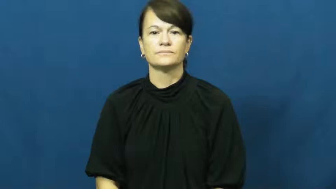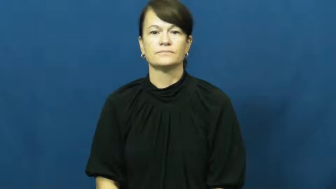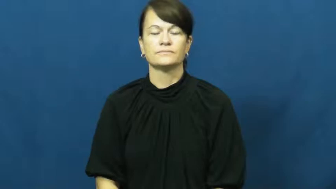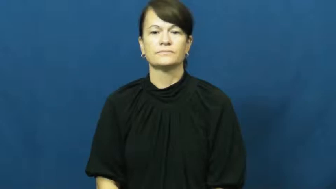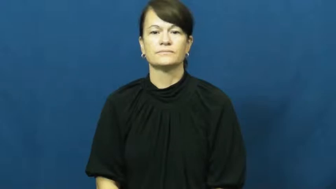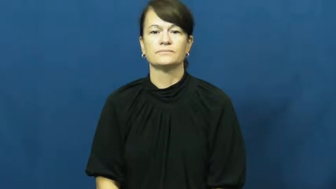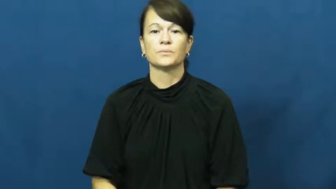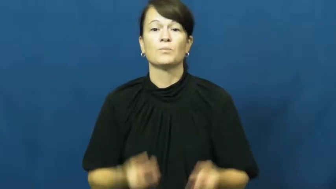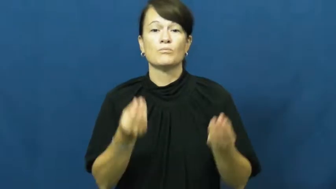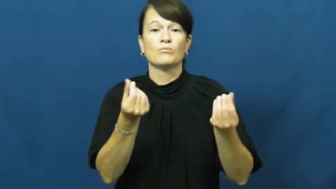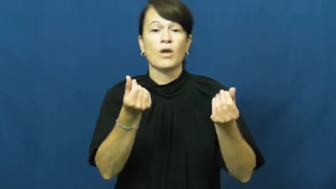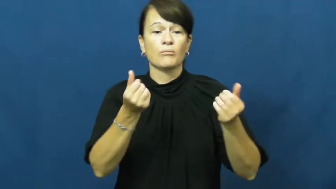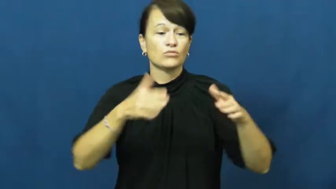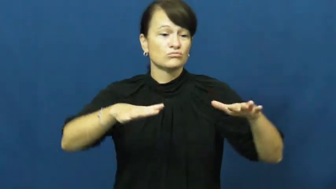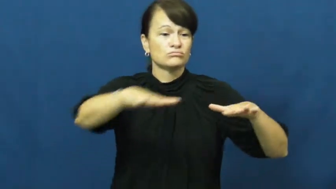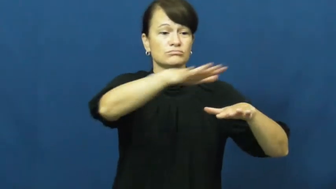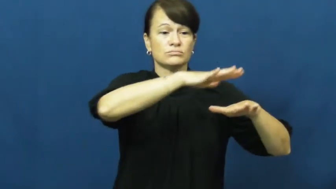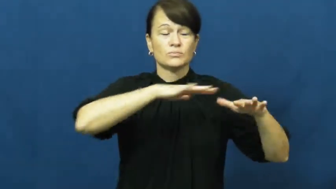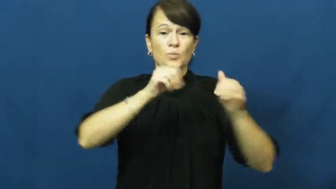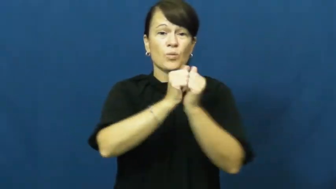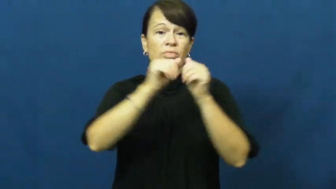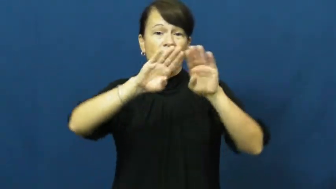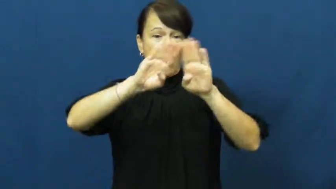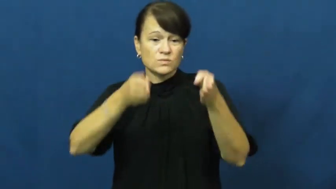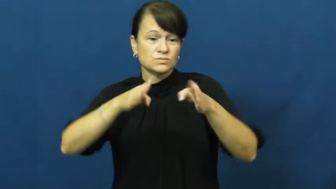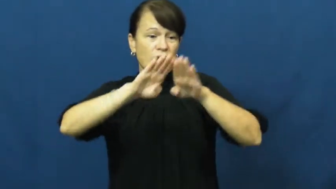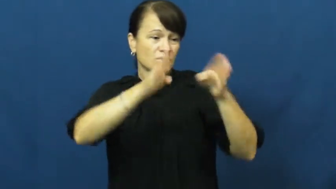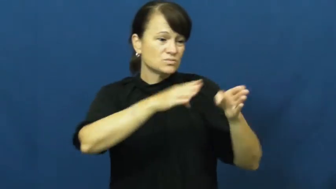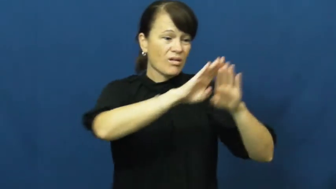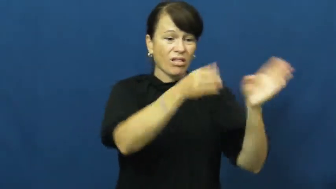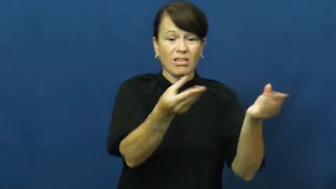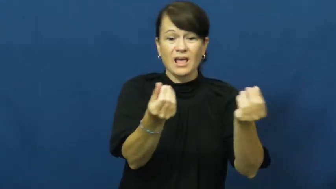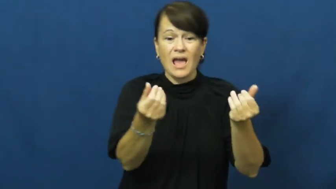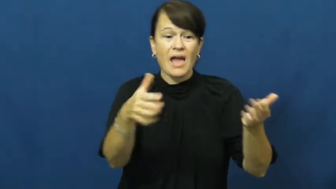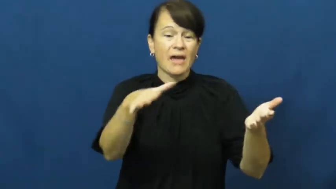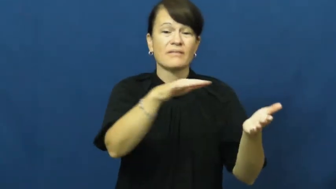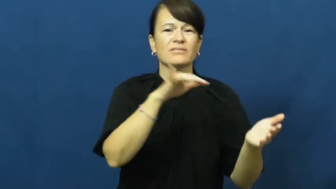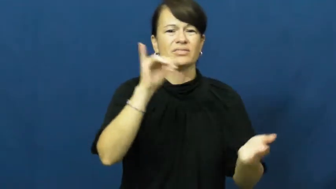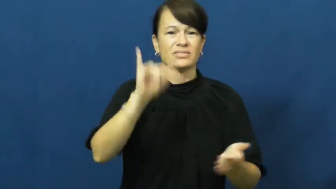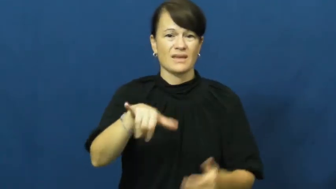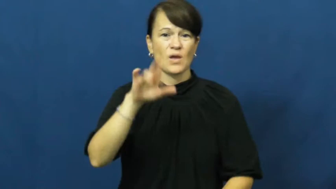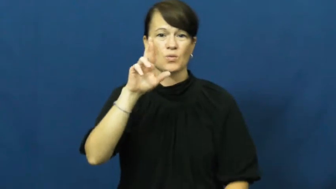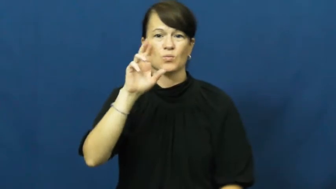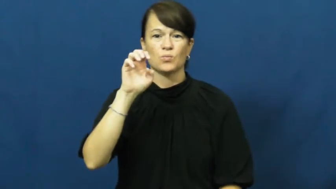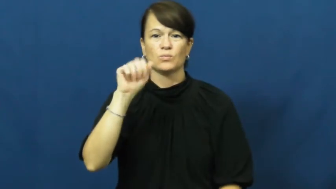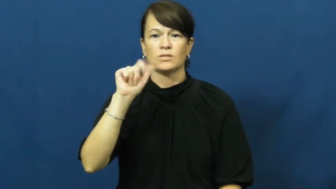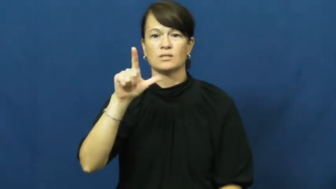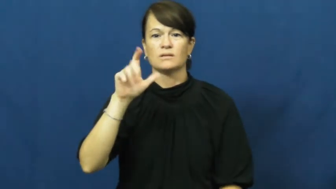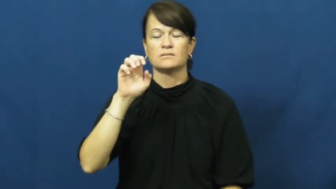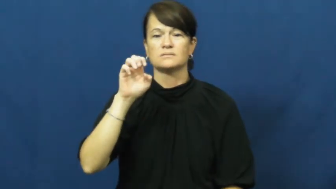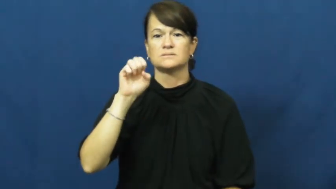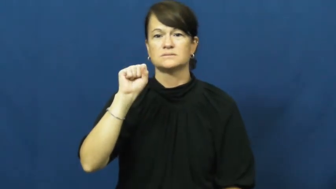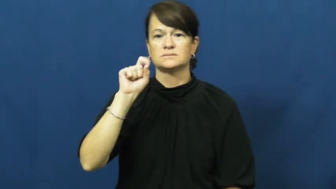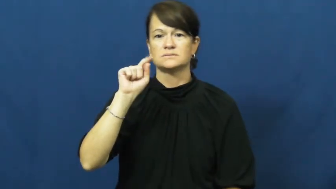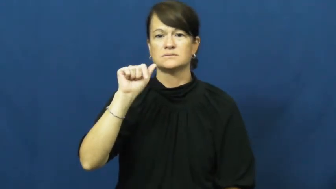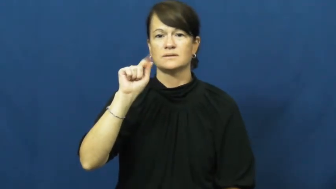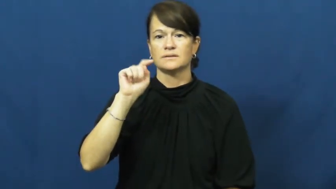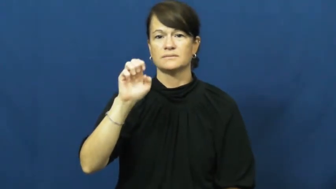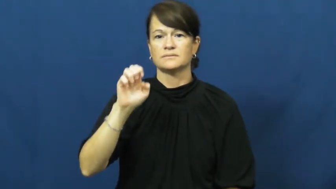real estate